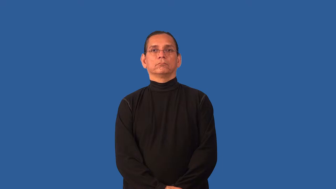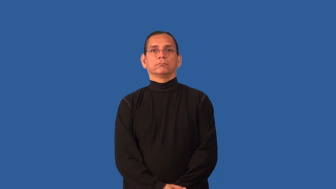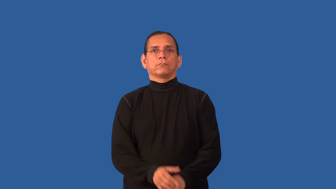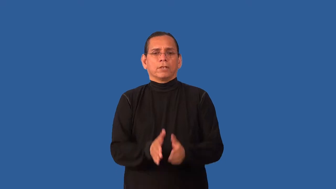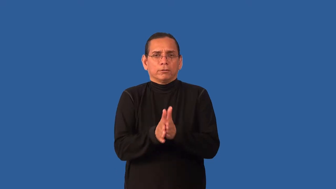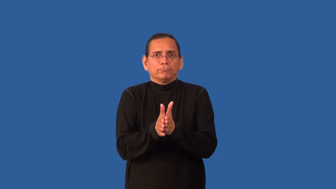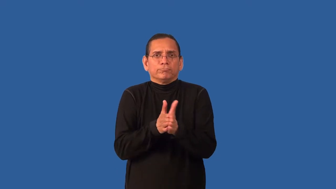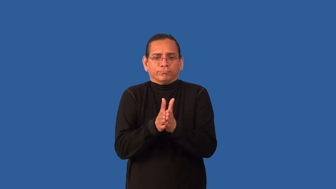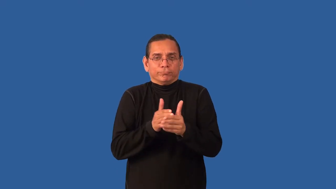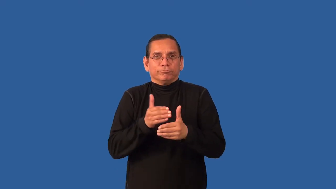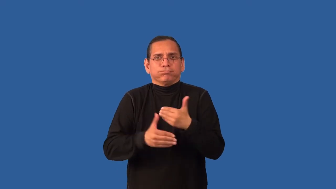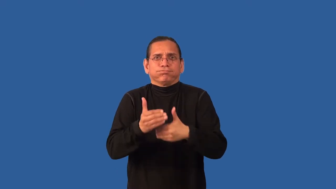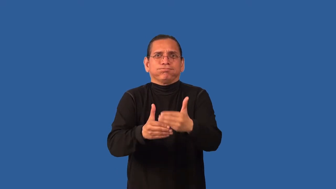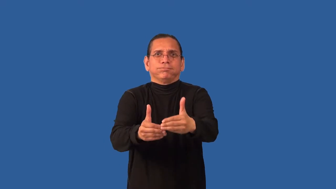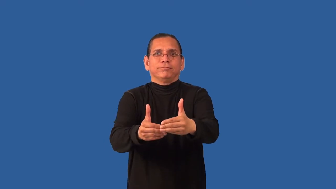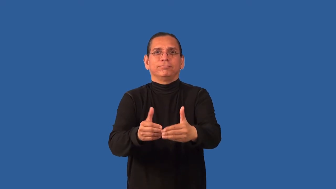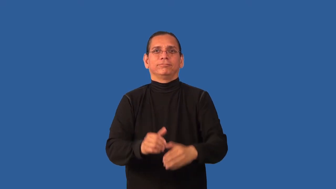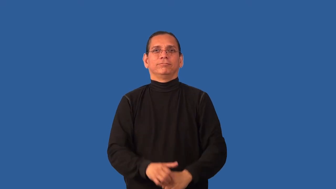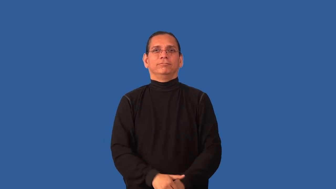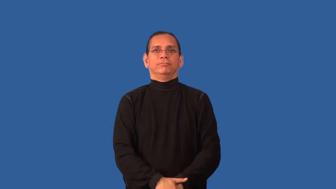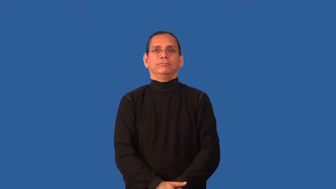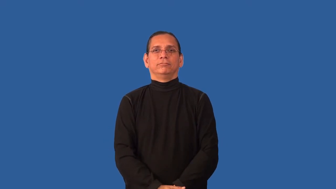brisk-quick